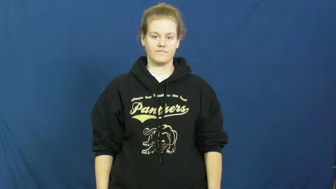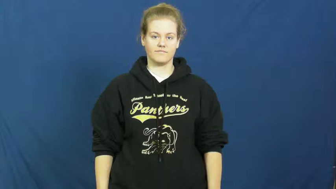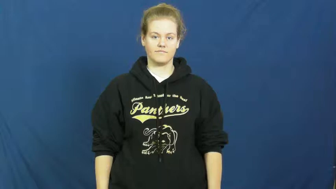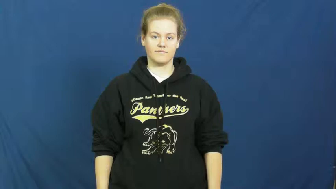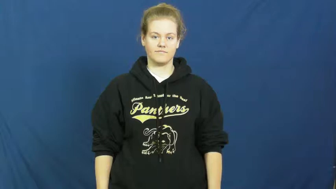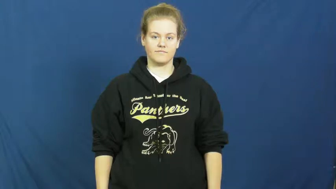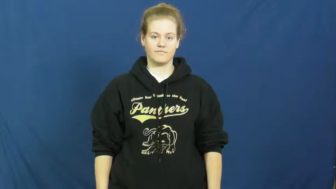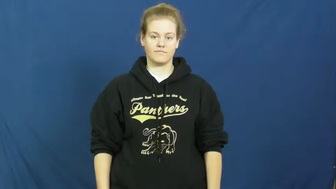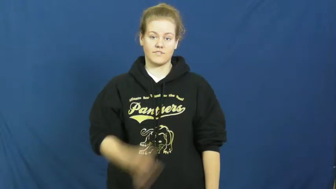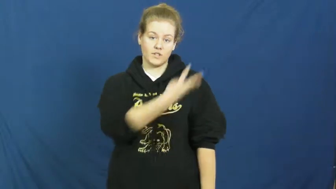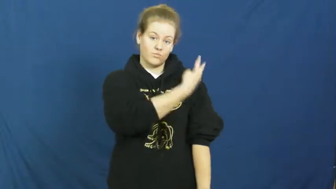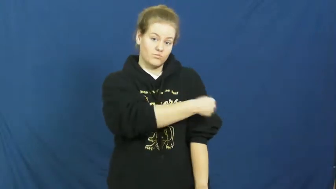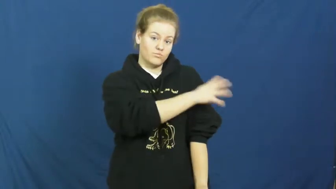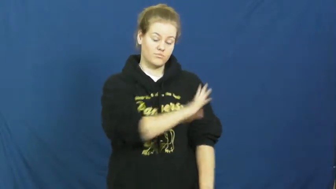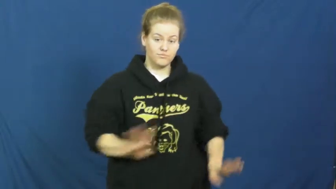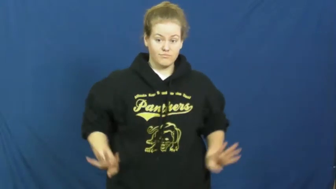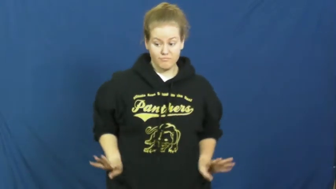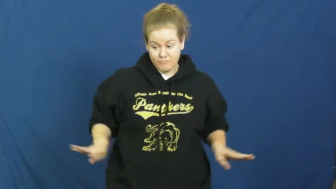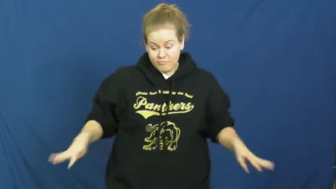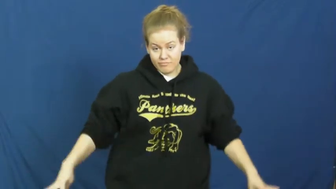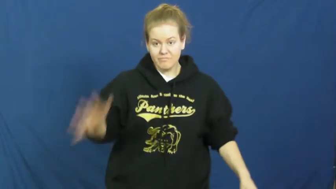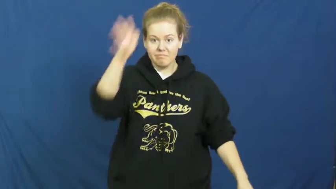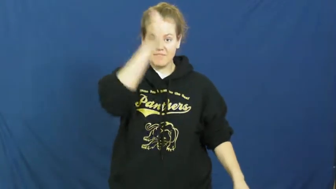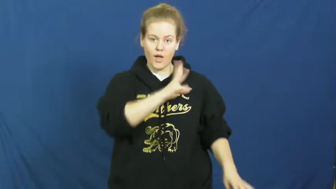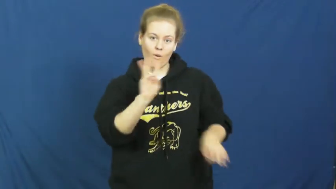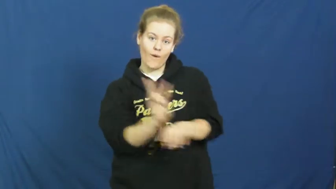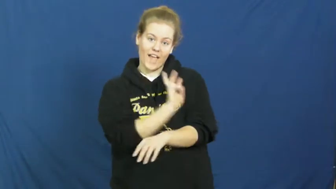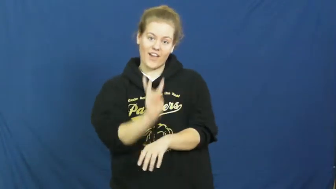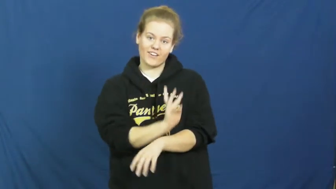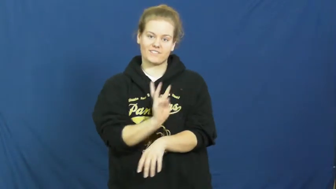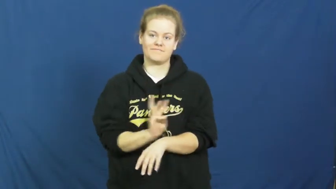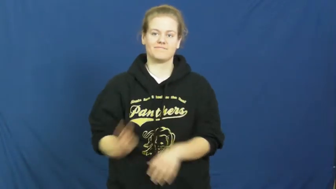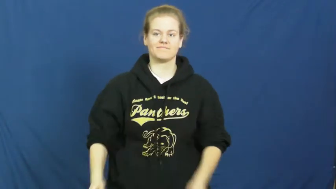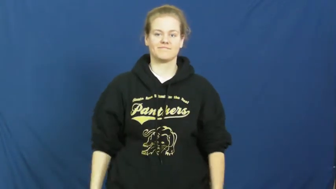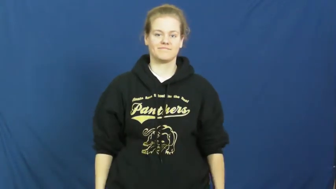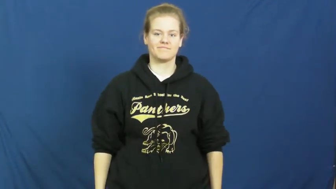kilt